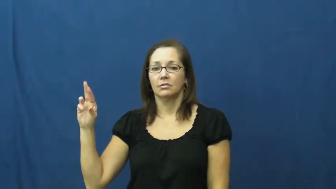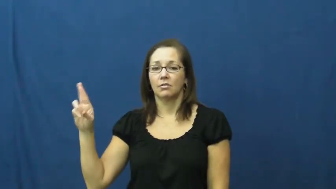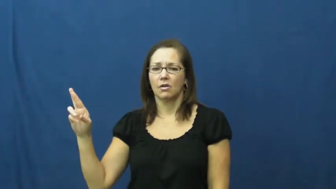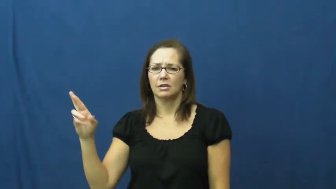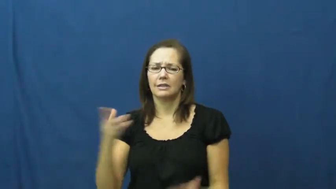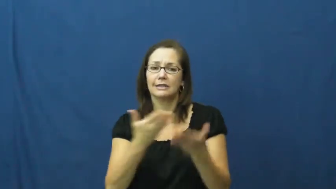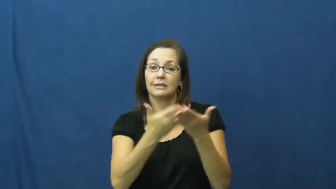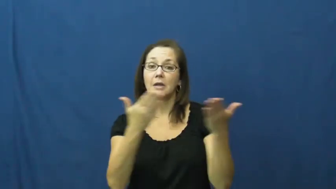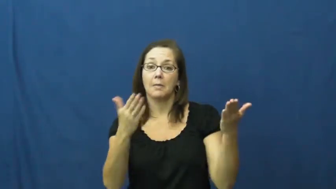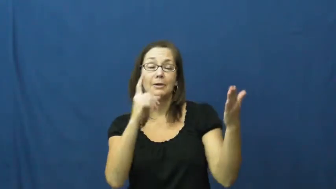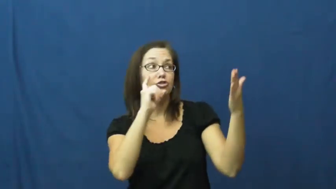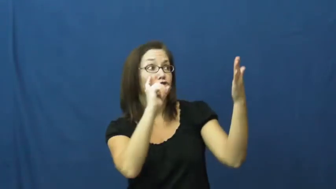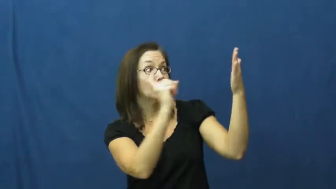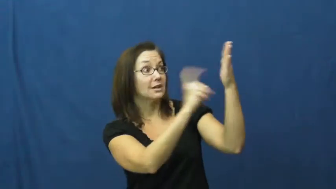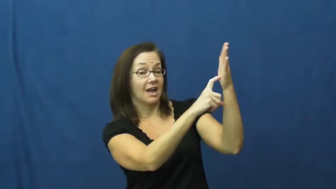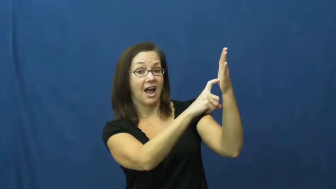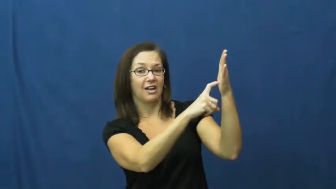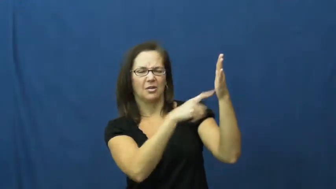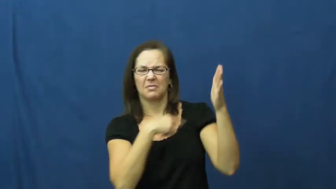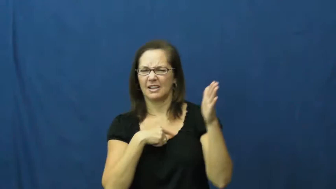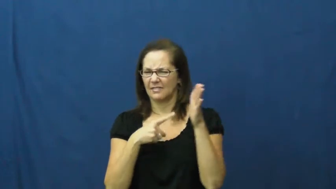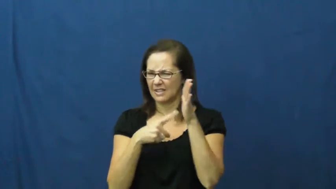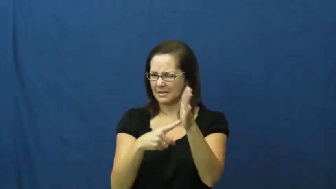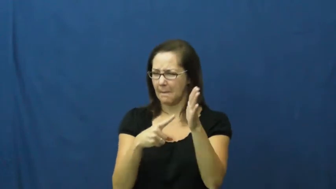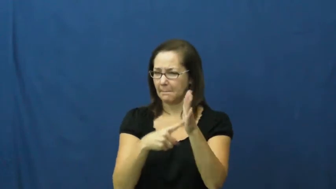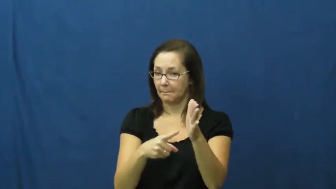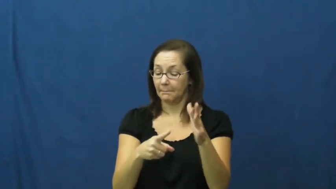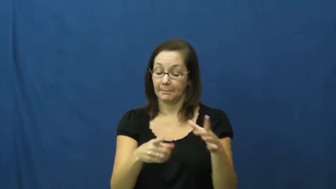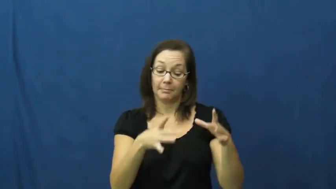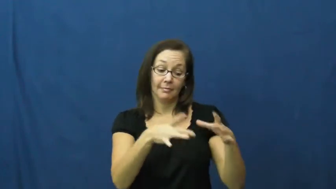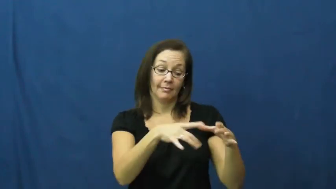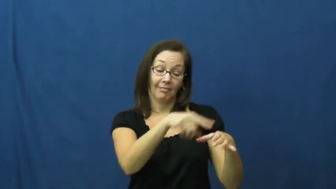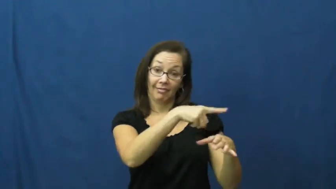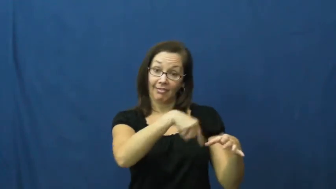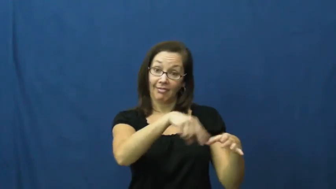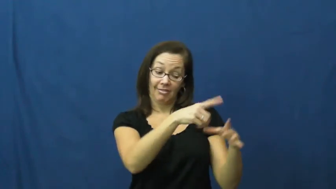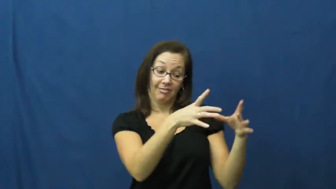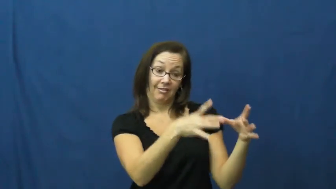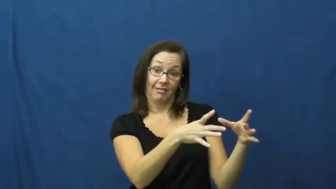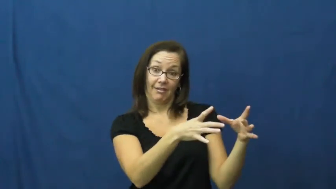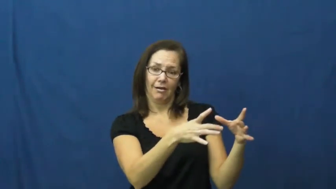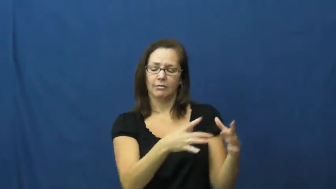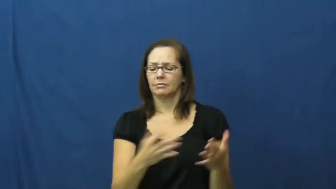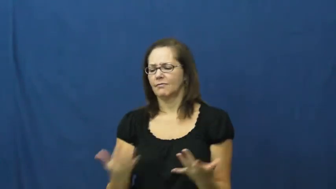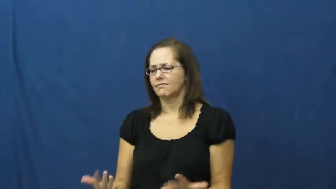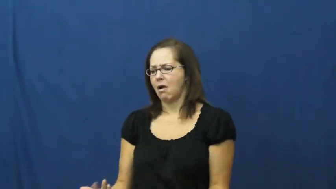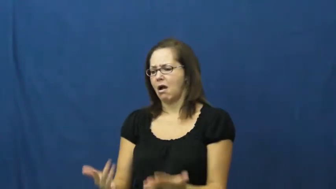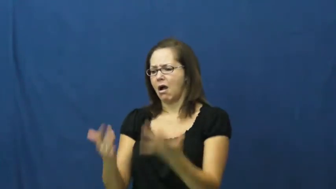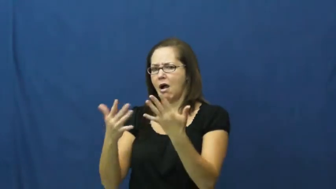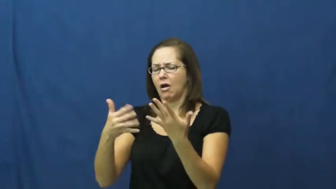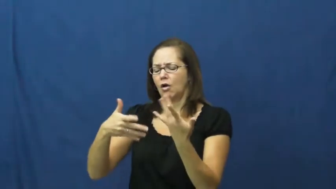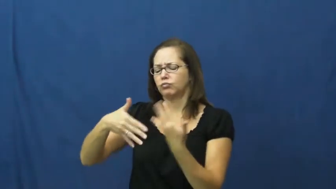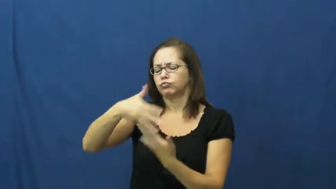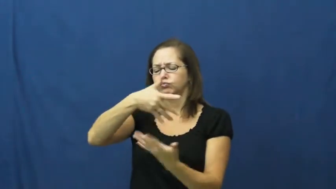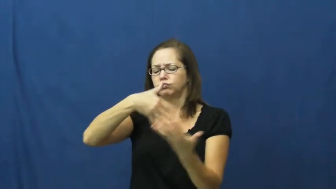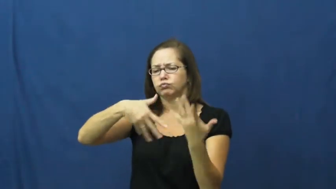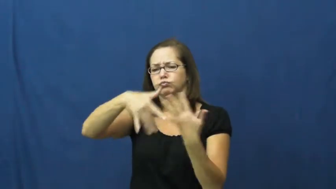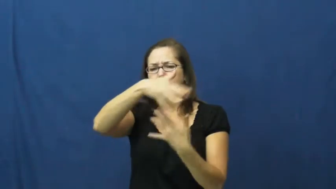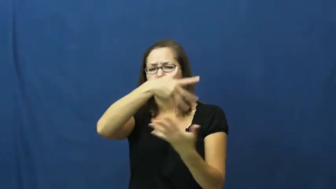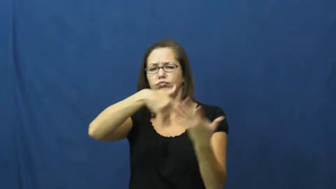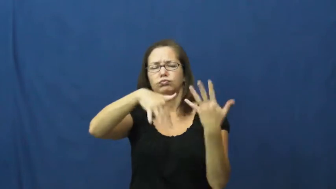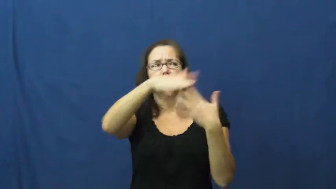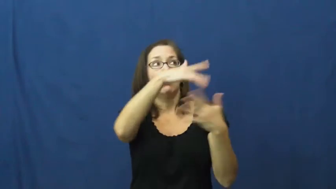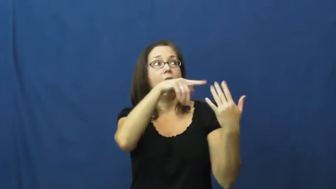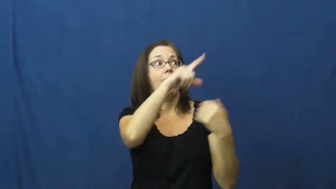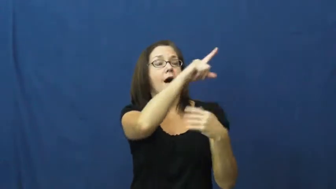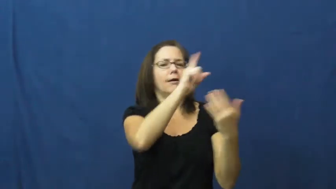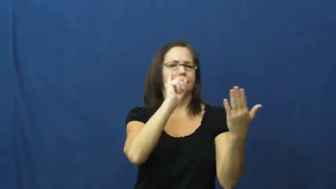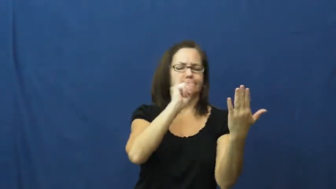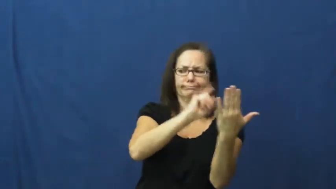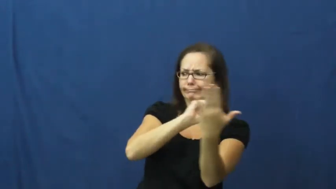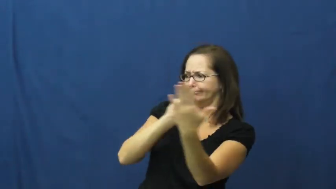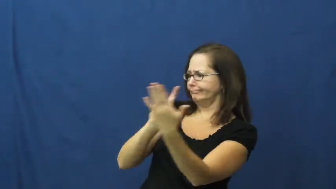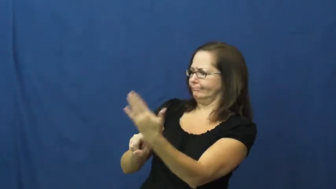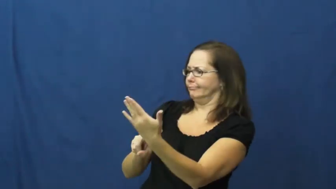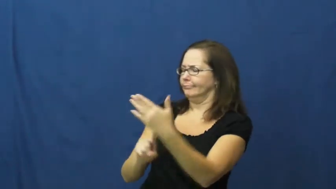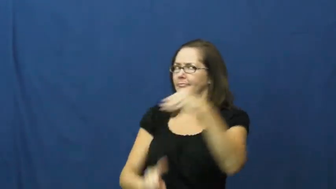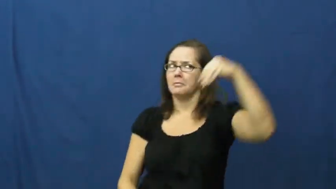detector